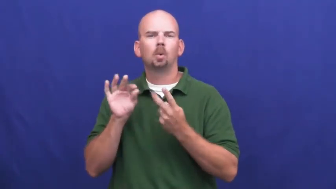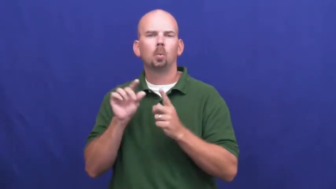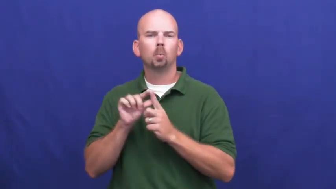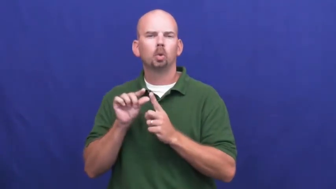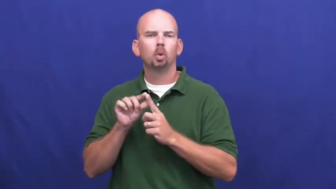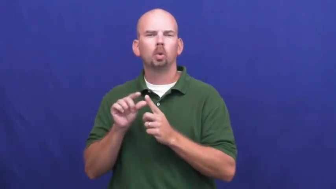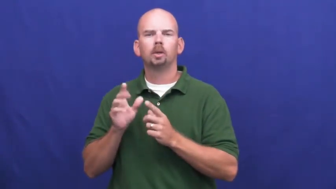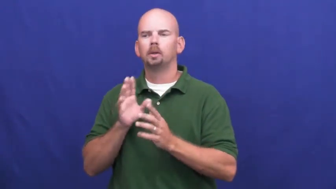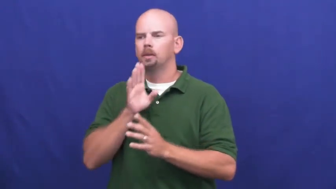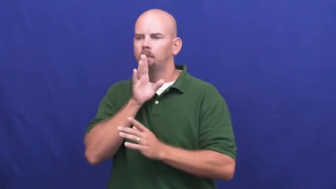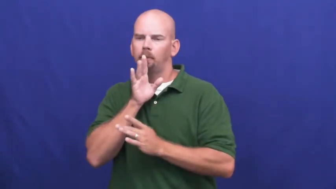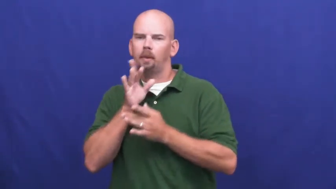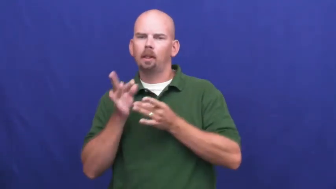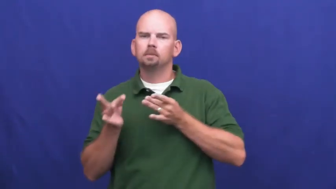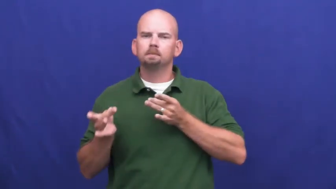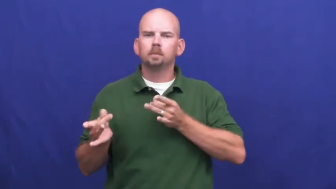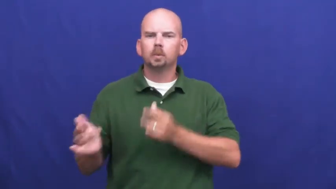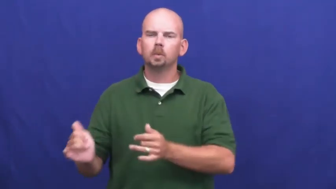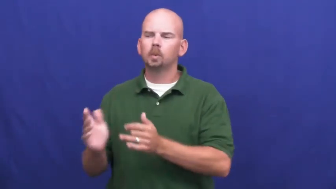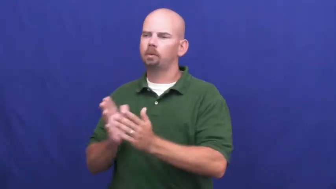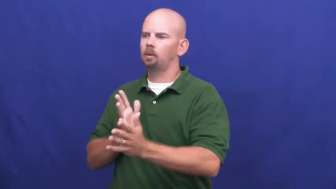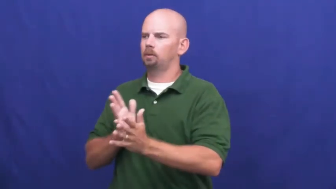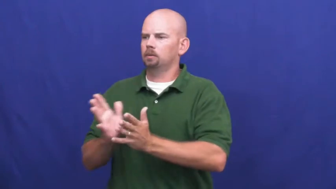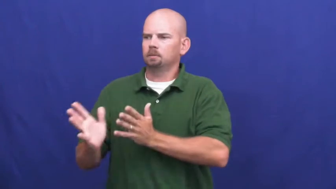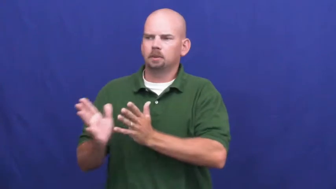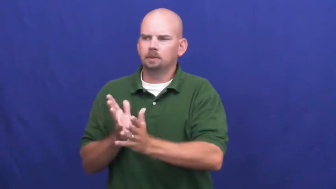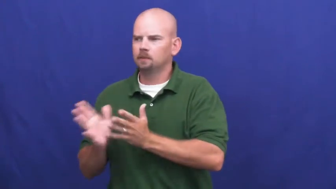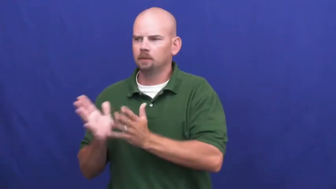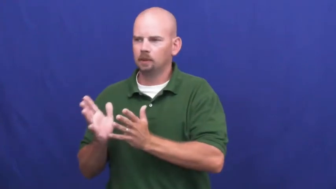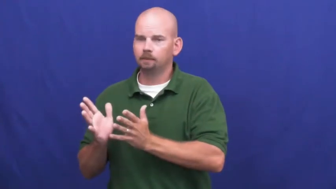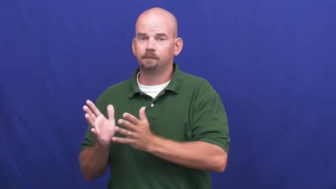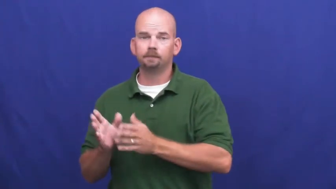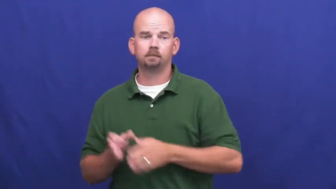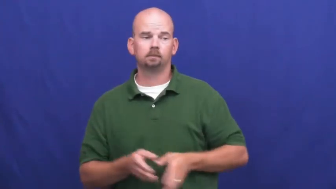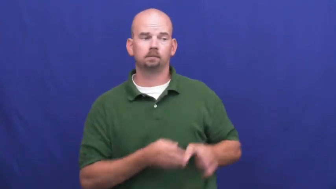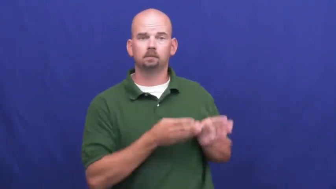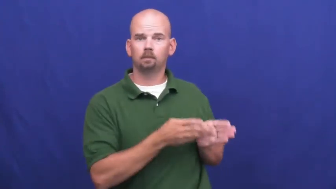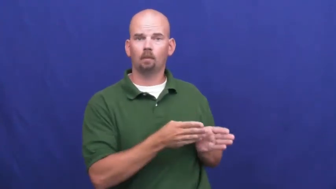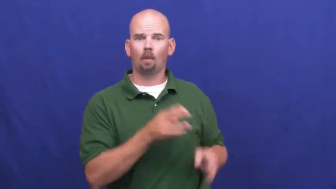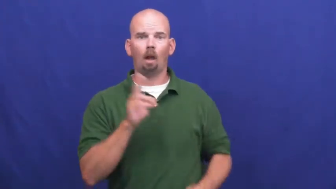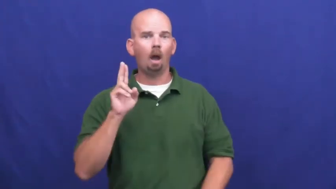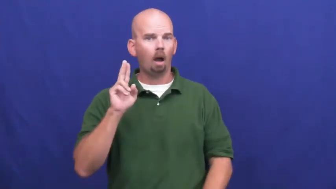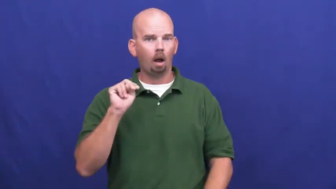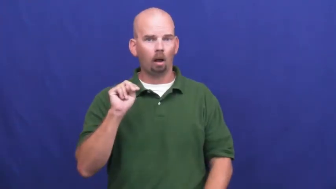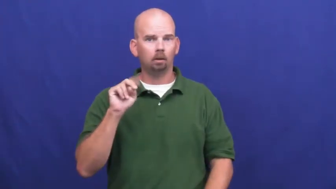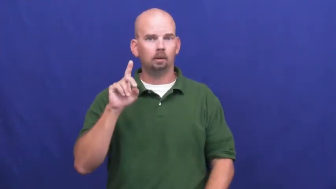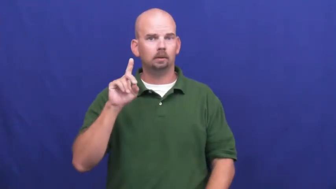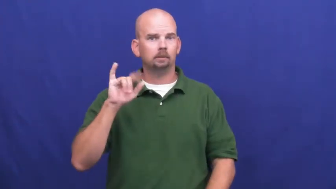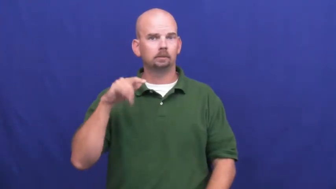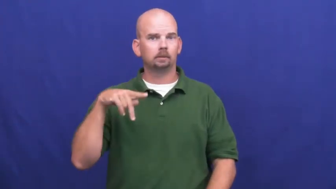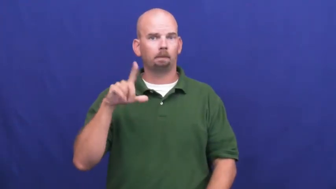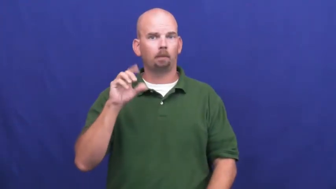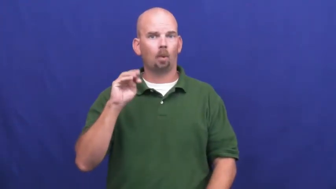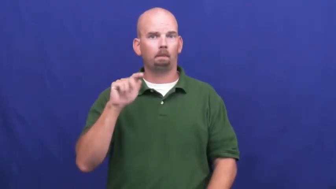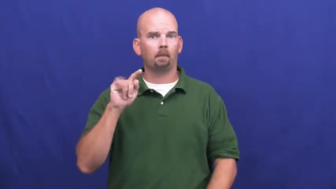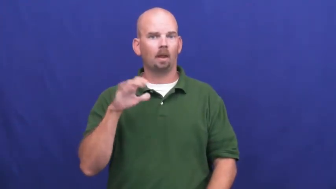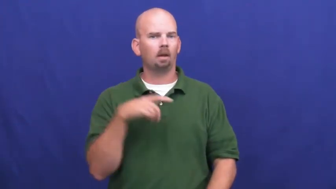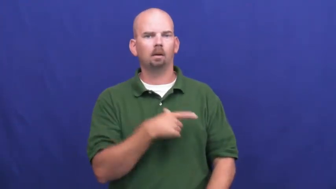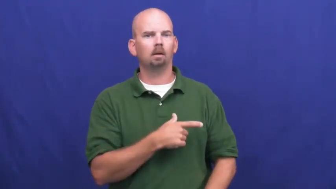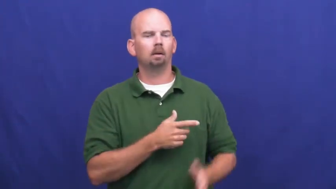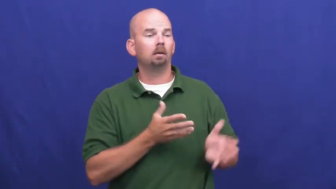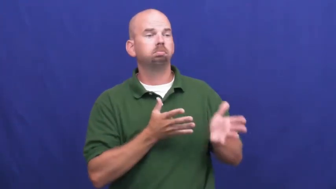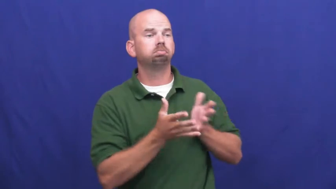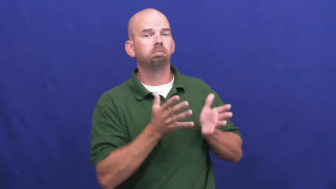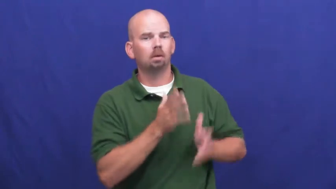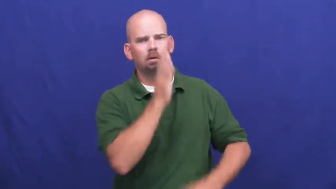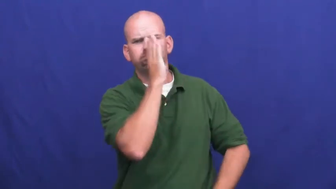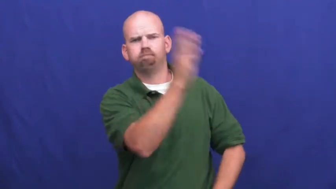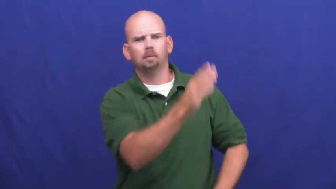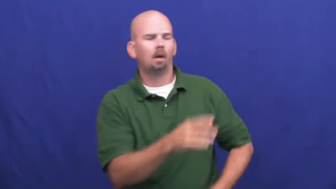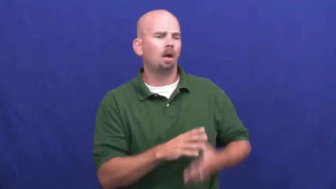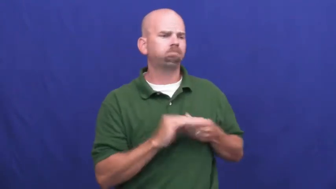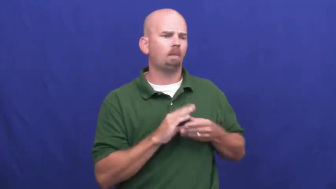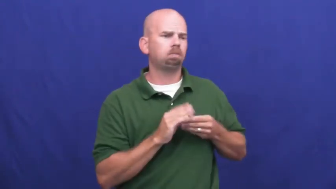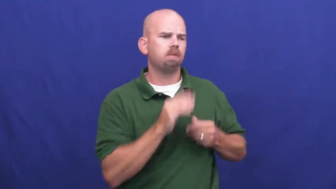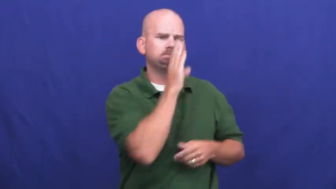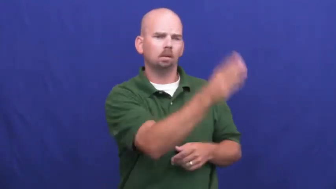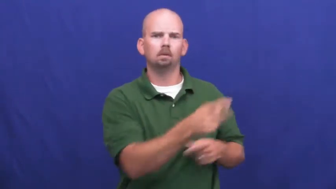undiplomatic